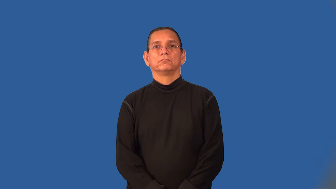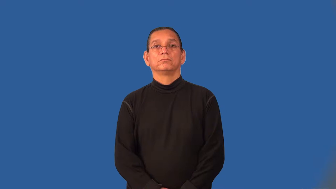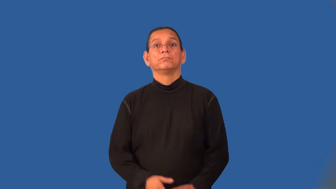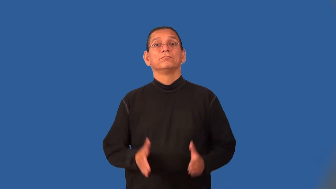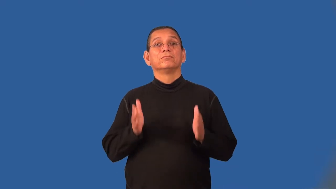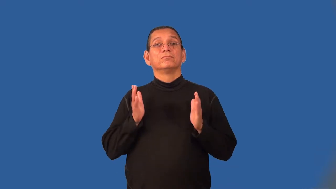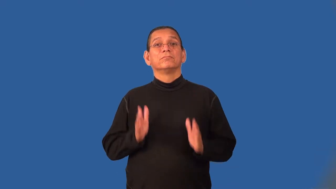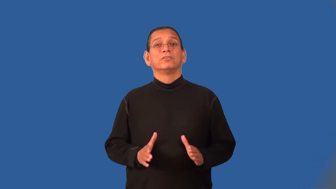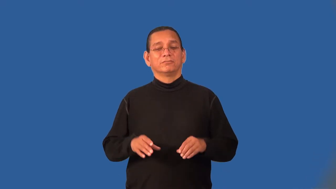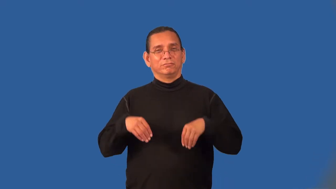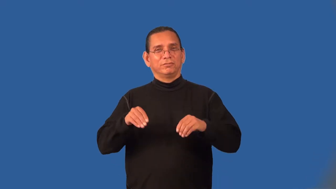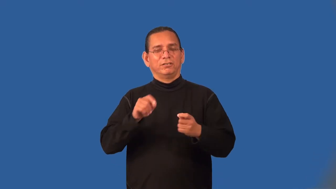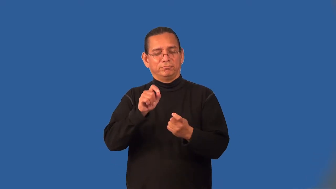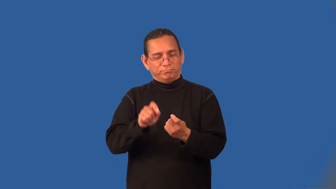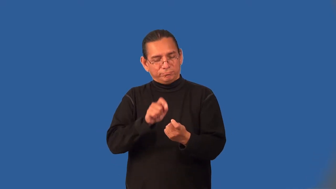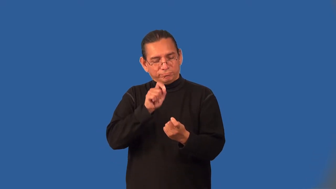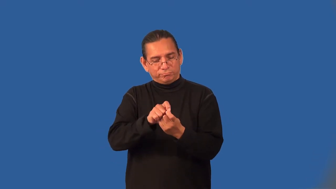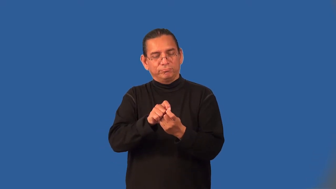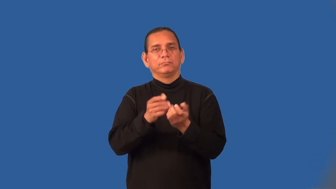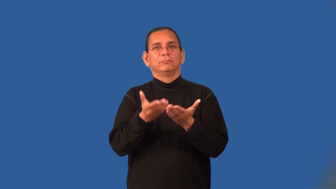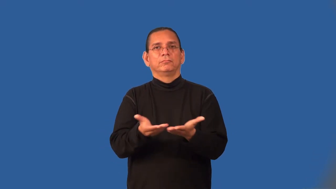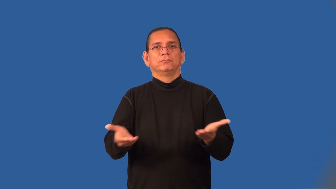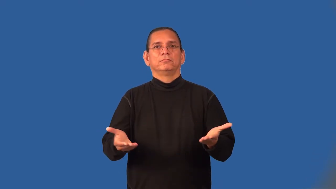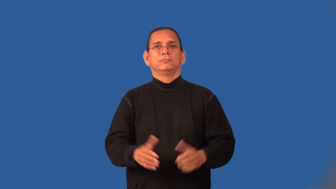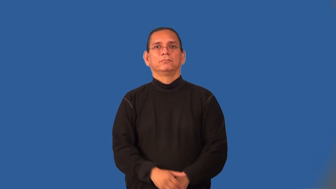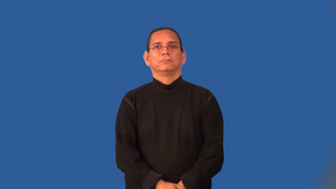monger